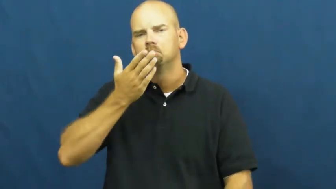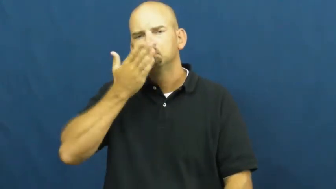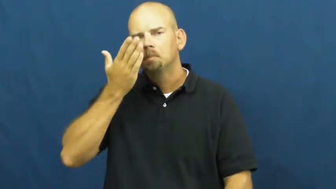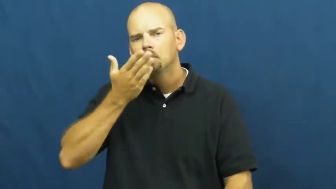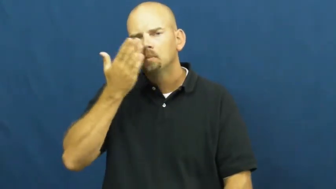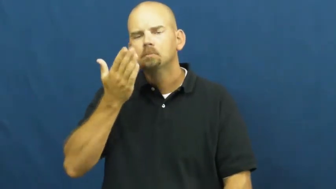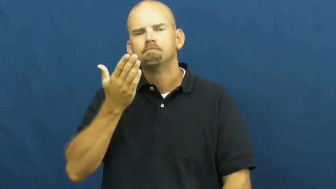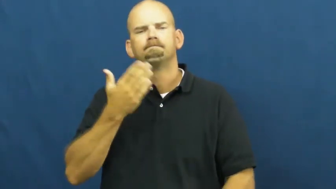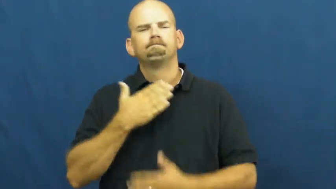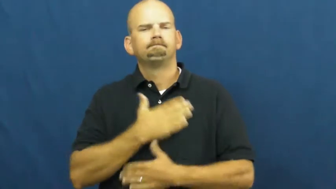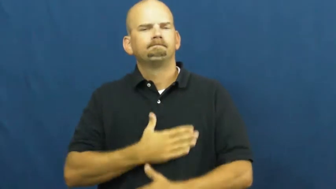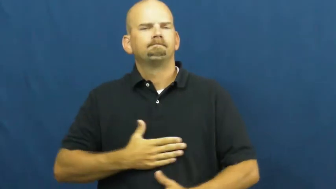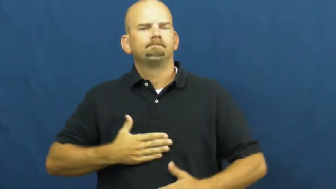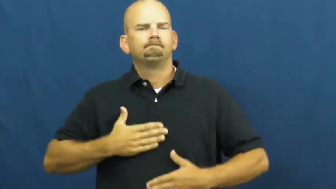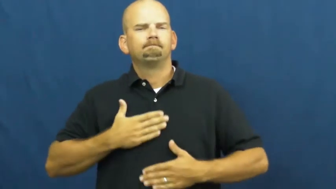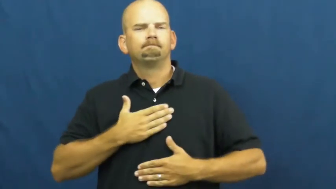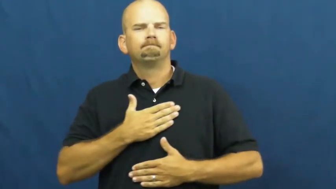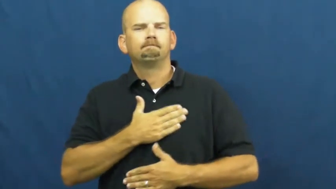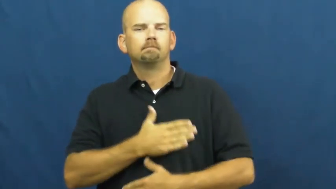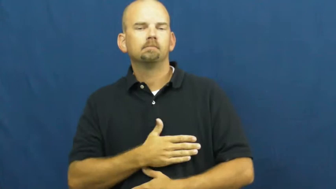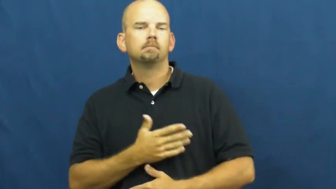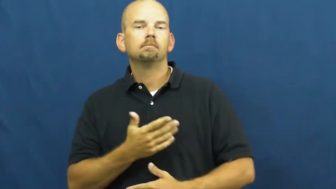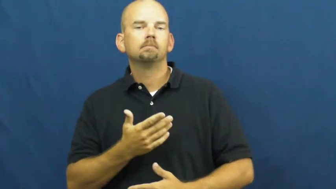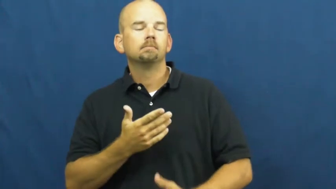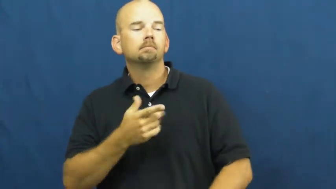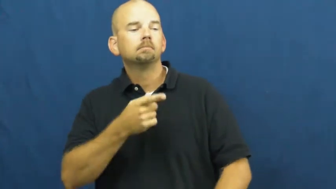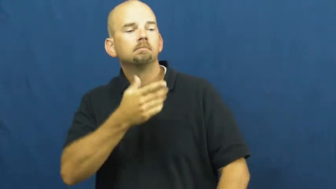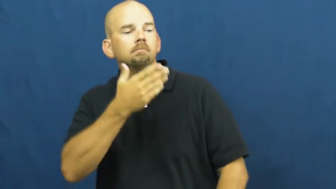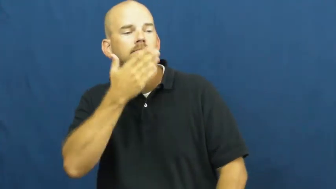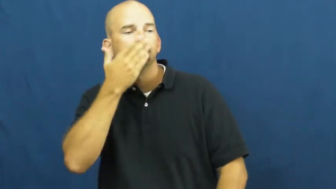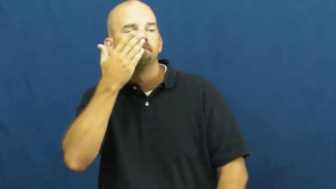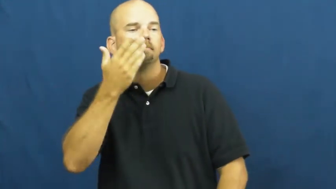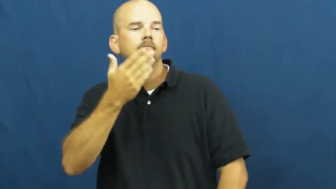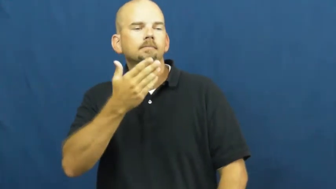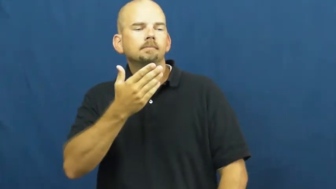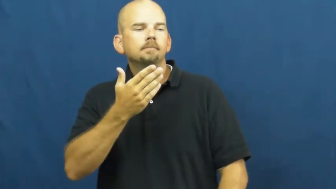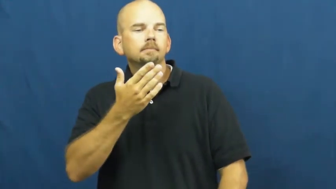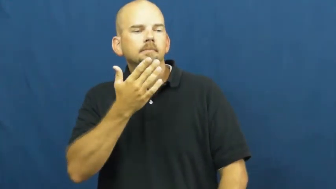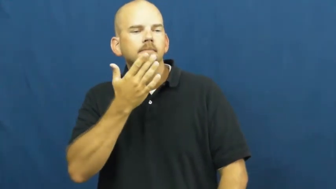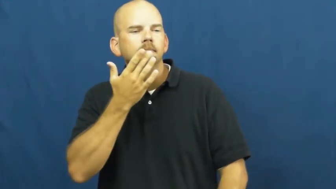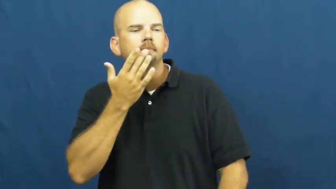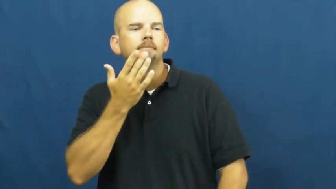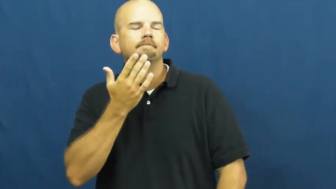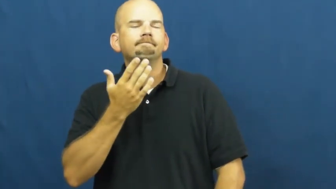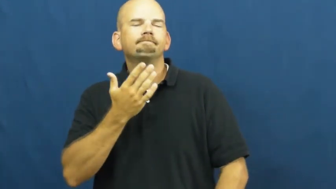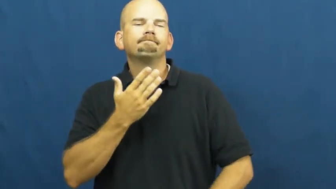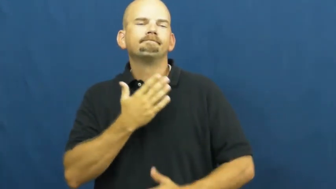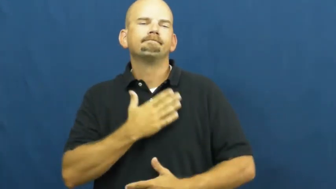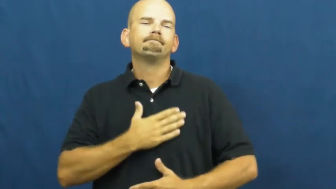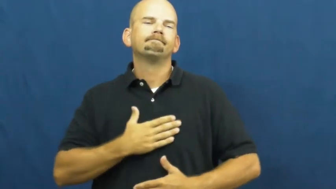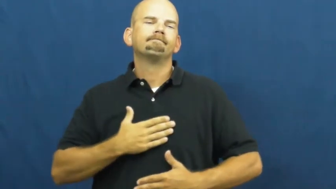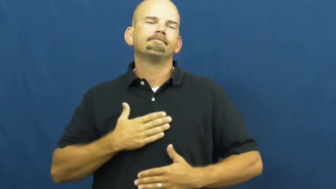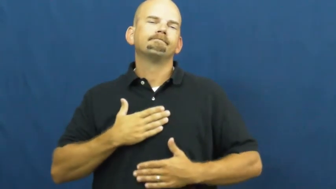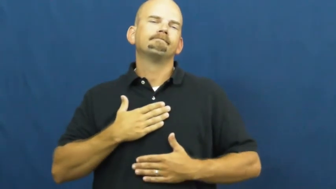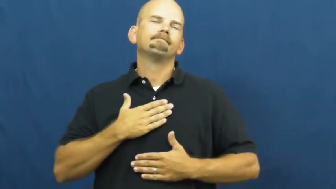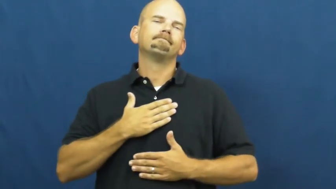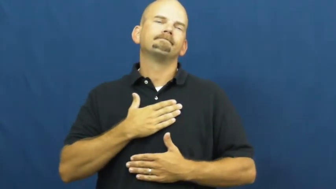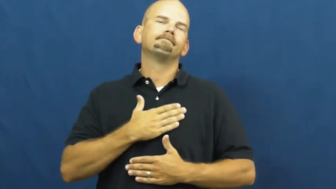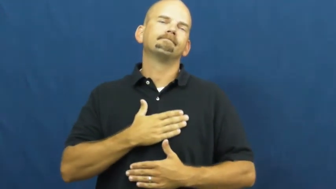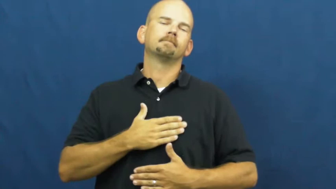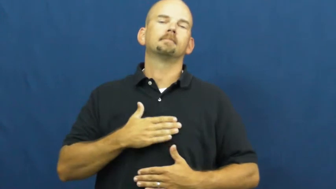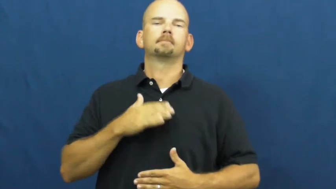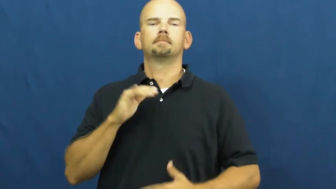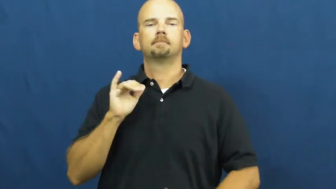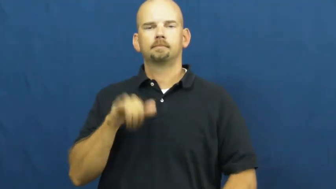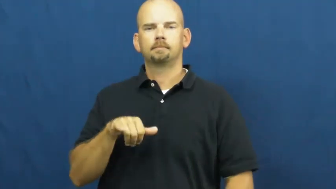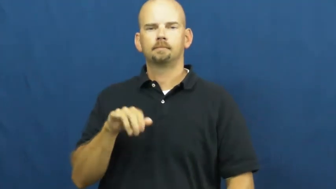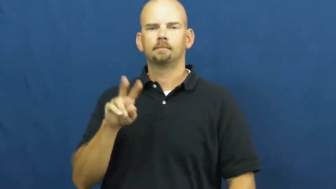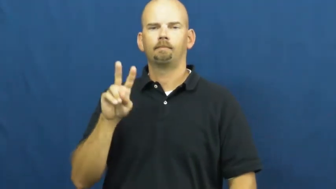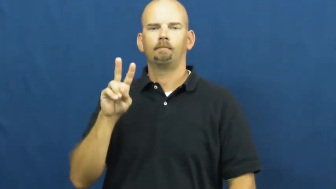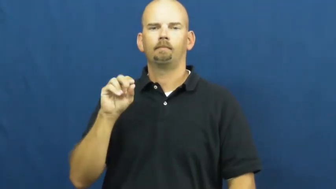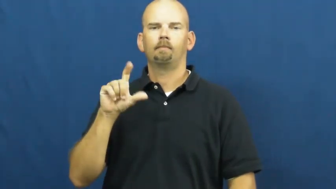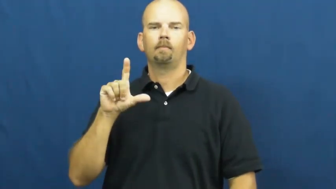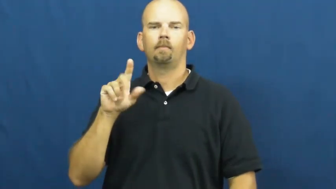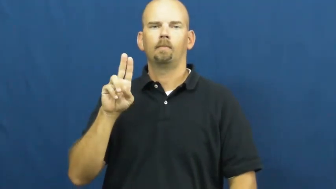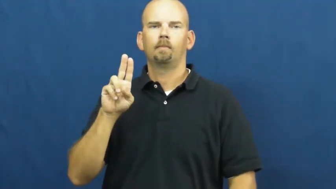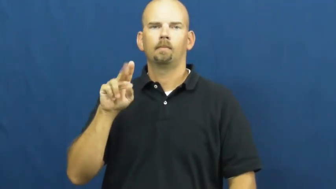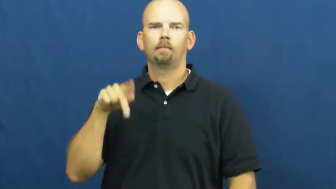voluptuous-senses